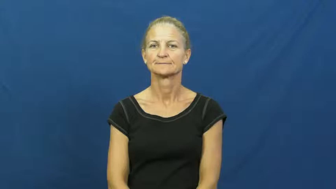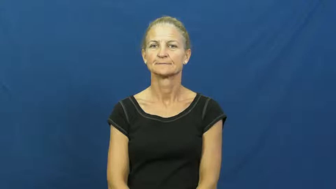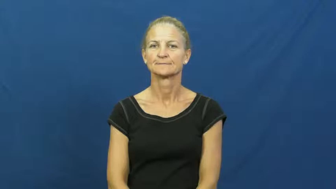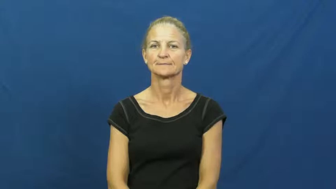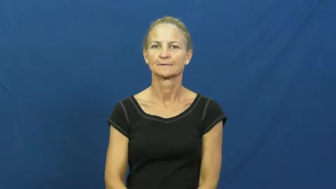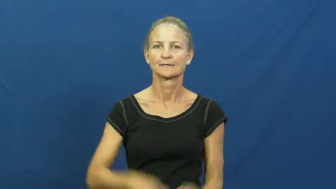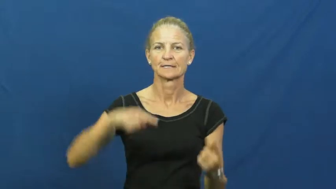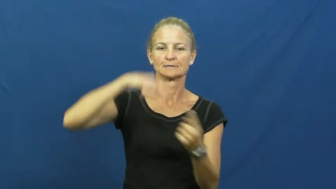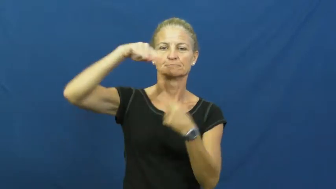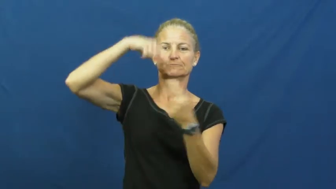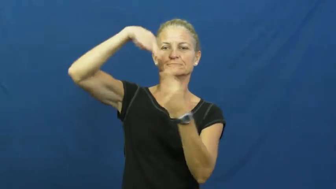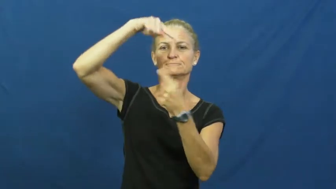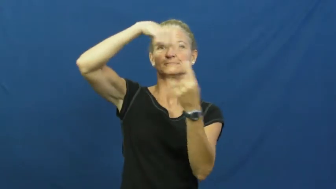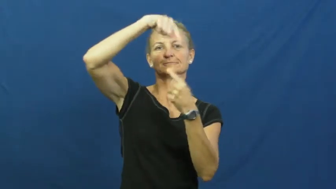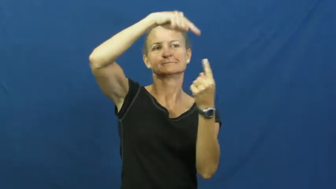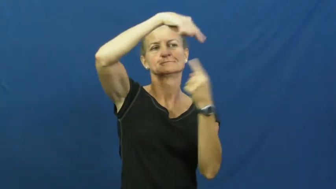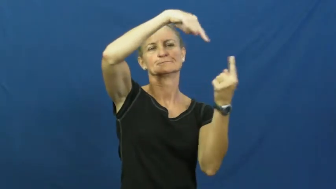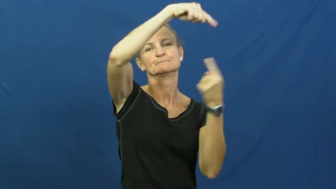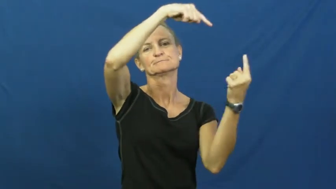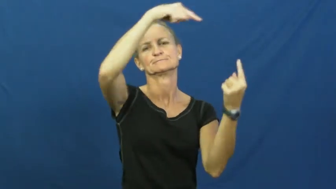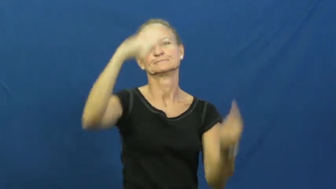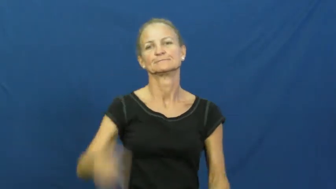cyclone,typhoon